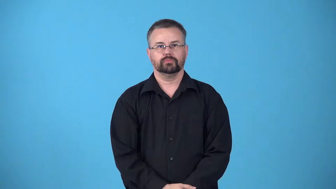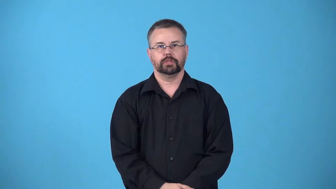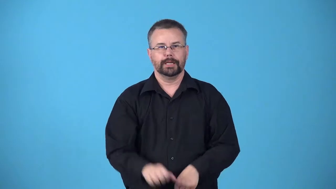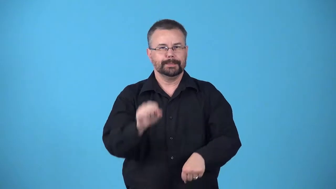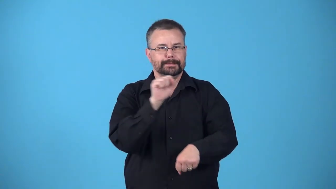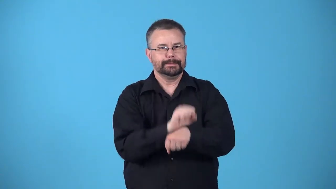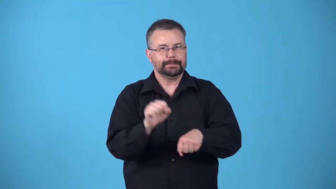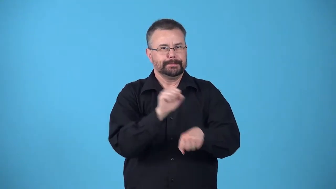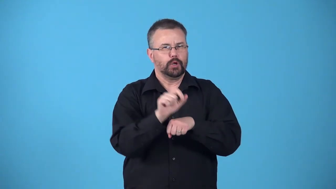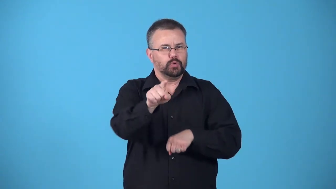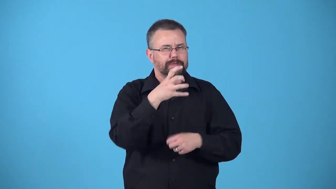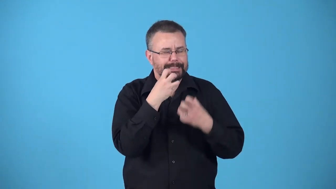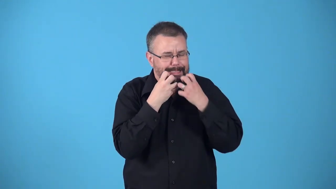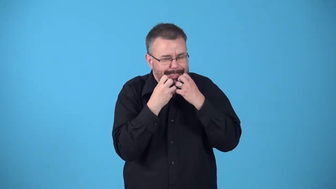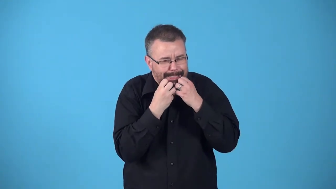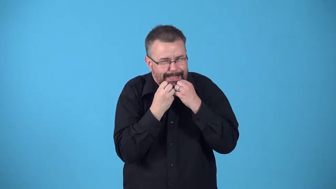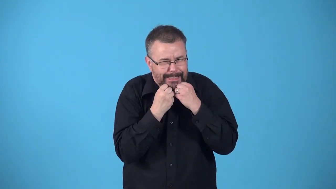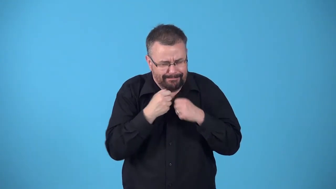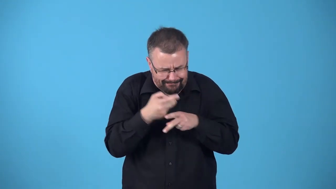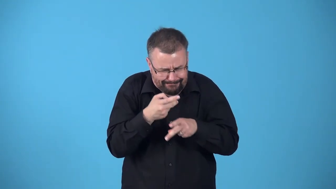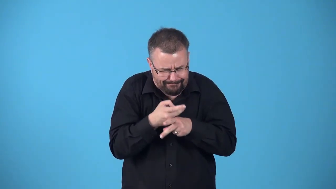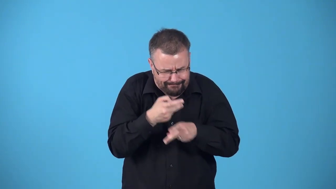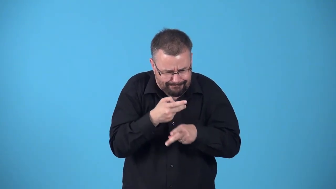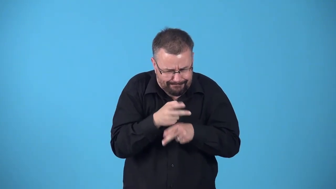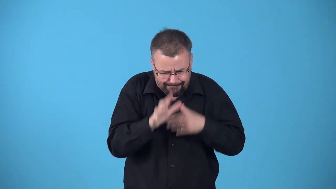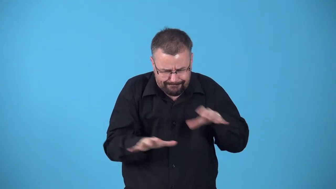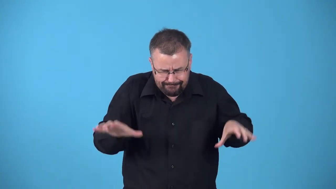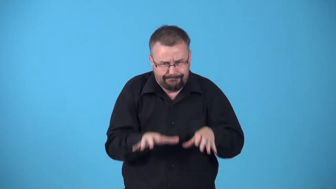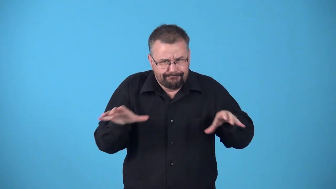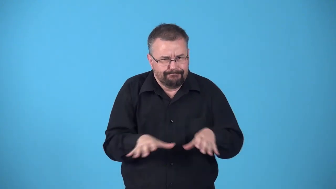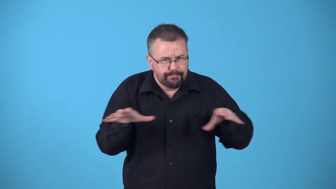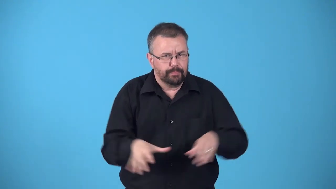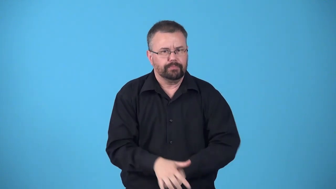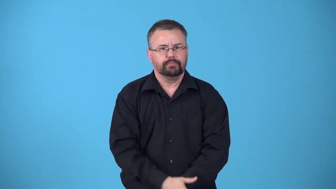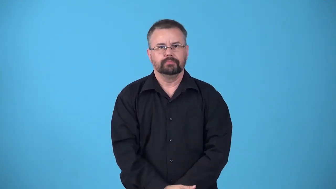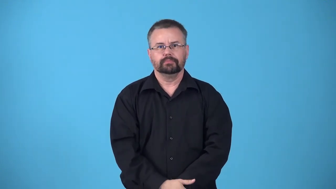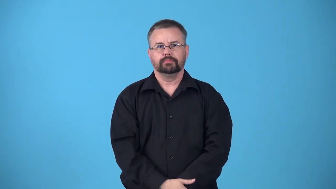baby-project you care about